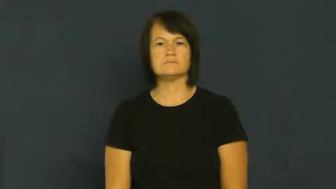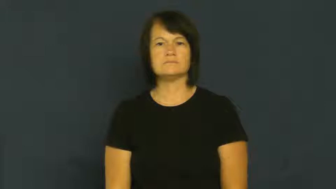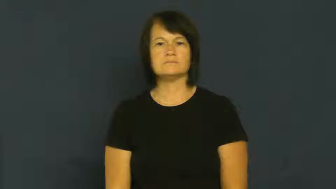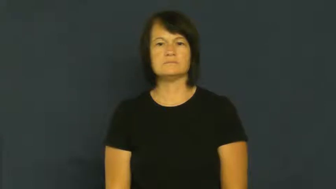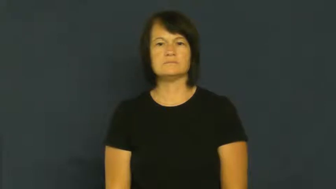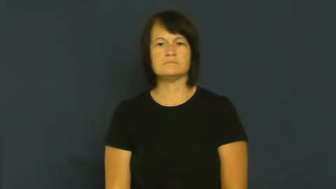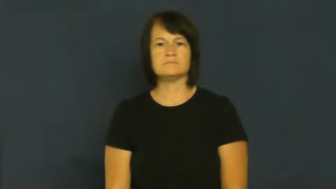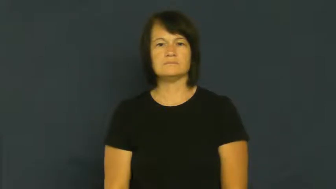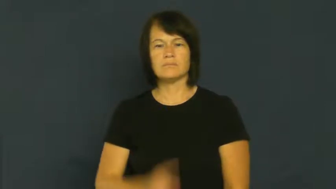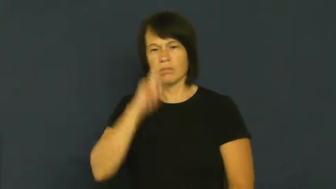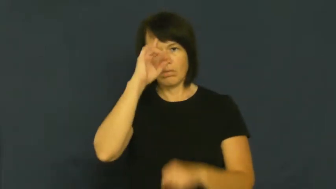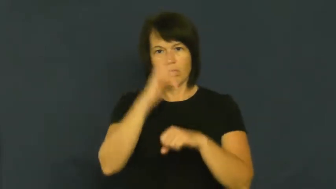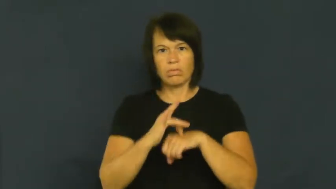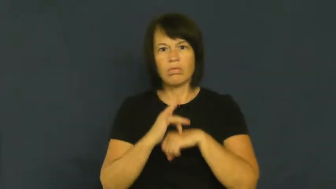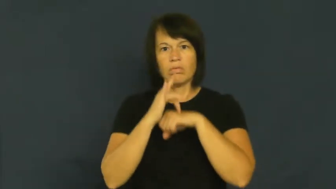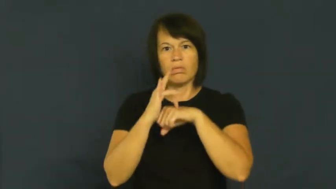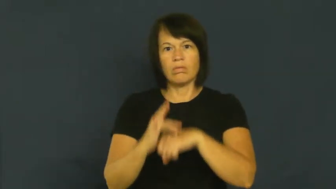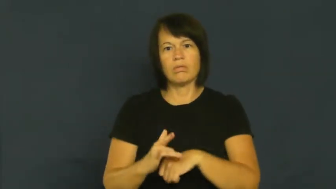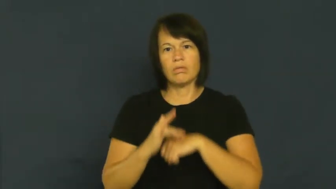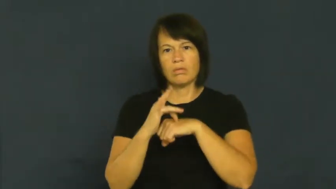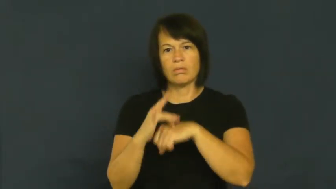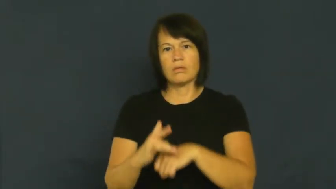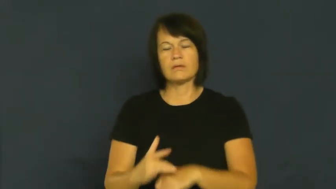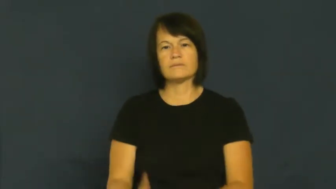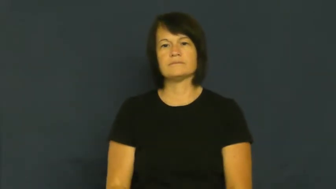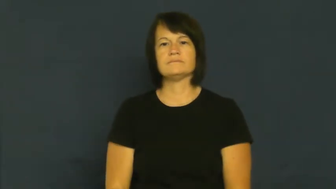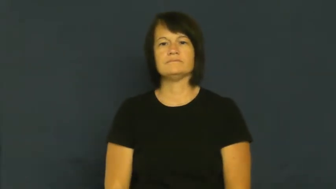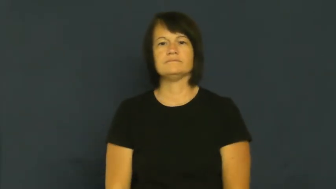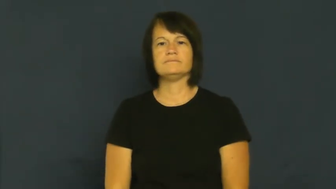fixate,fixate on,fix on